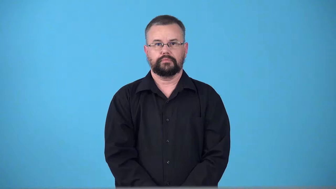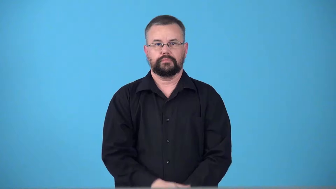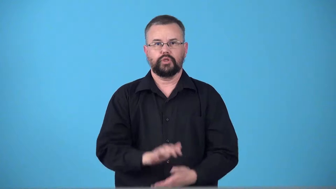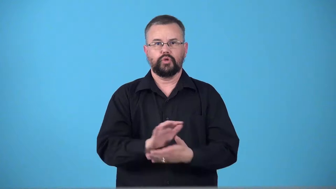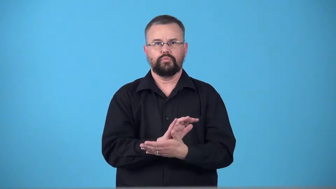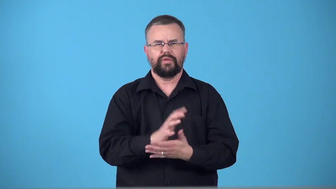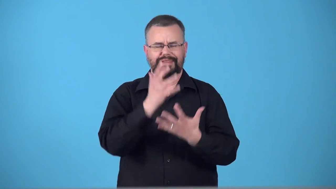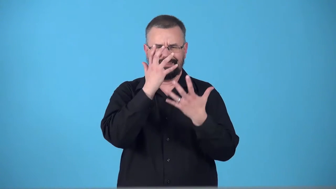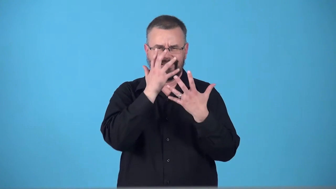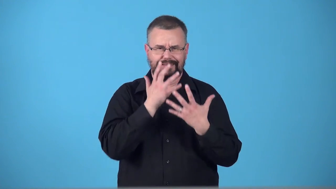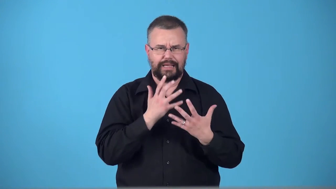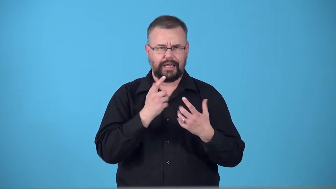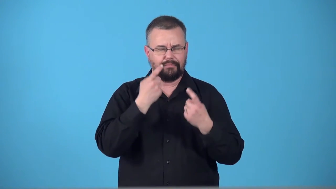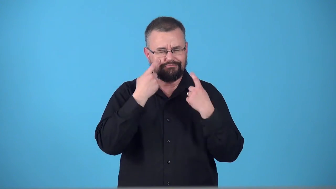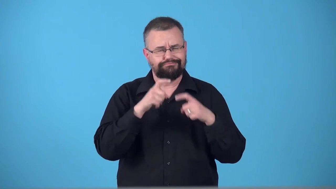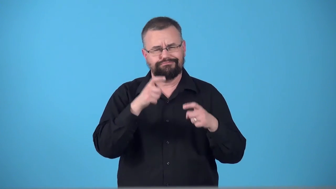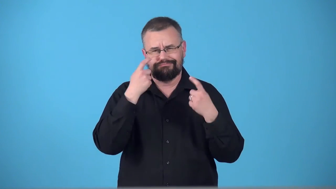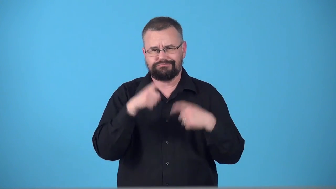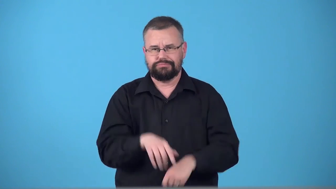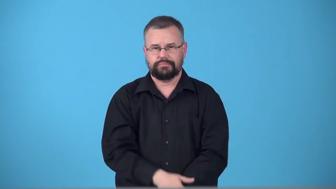tearjerker